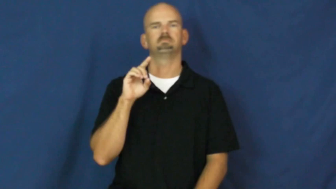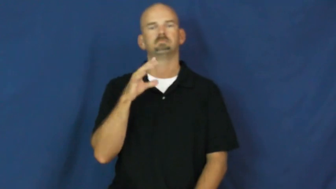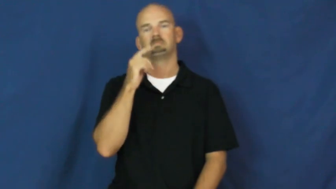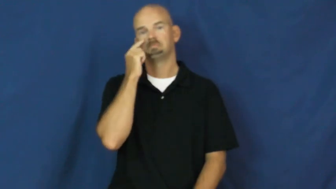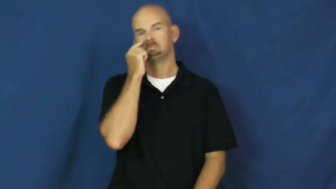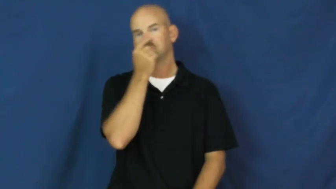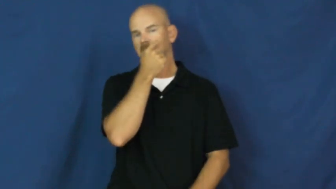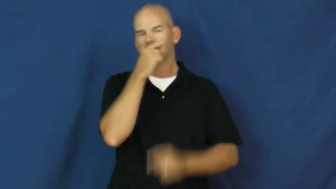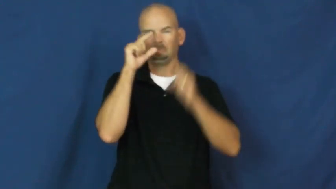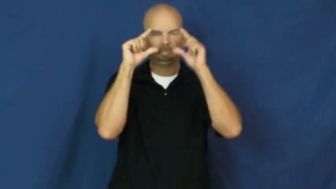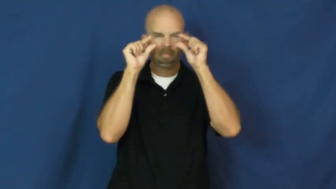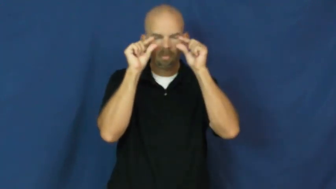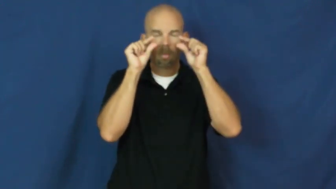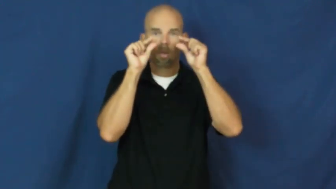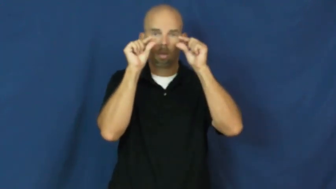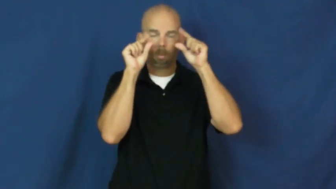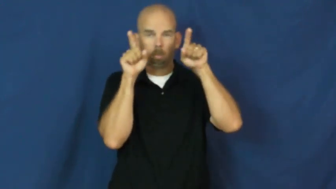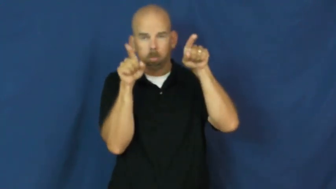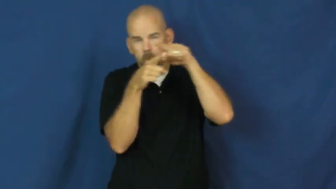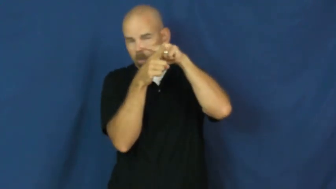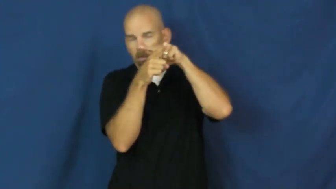crosseyed